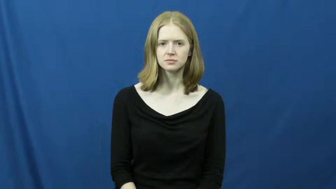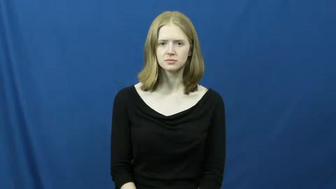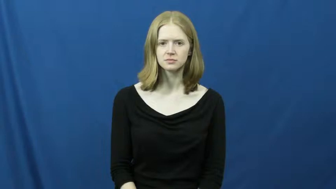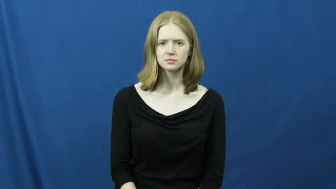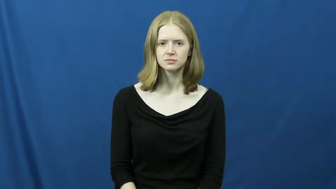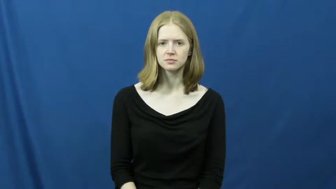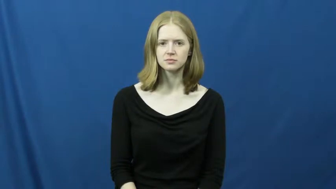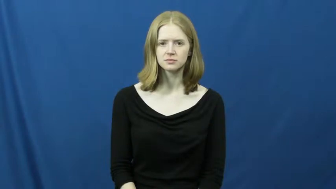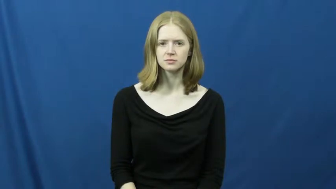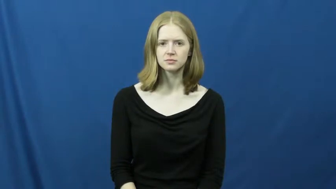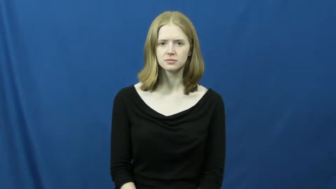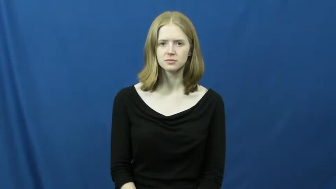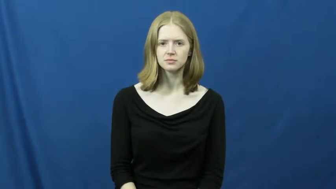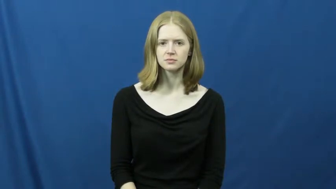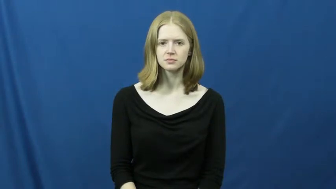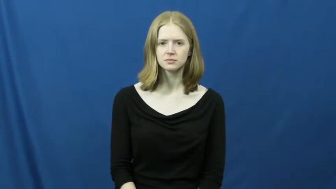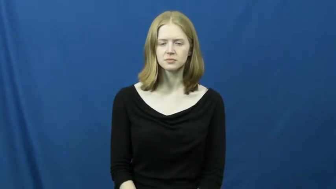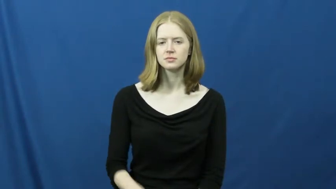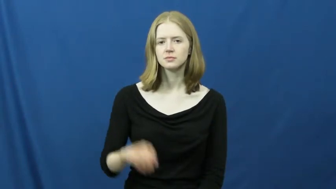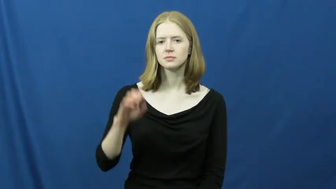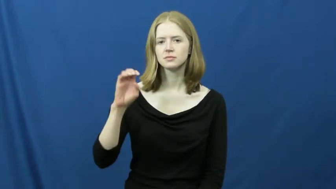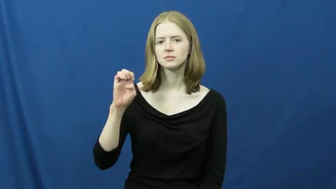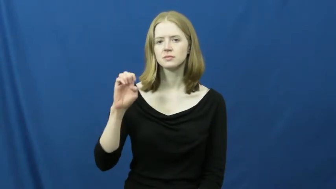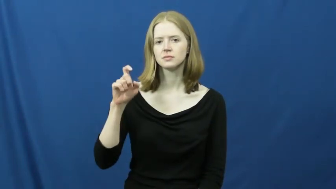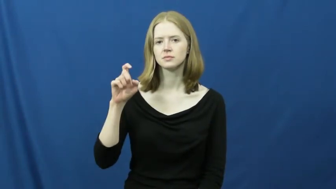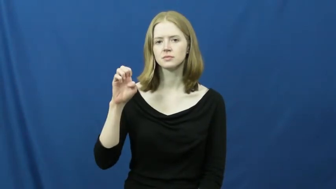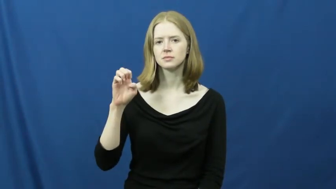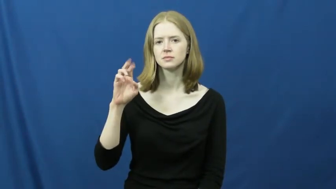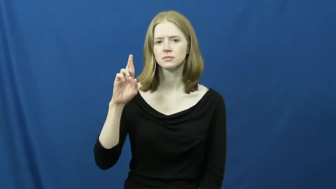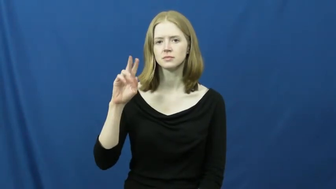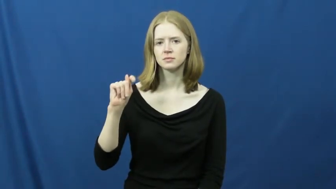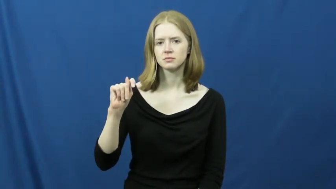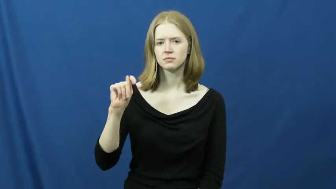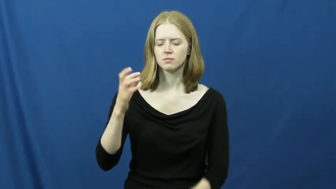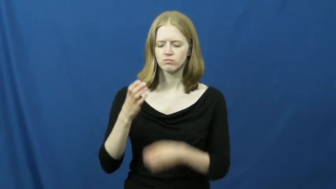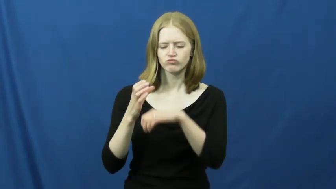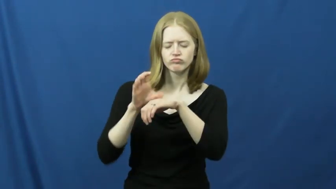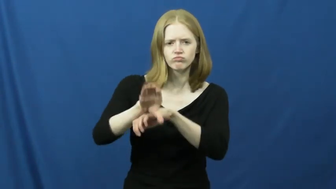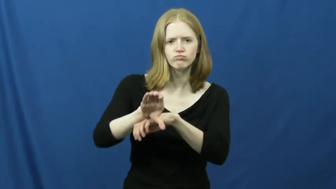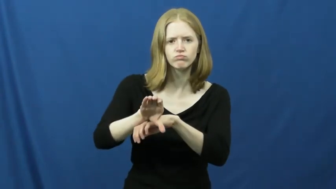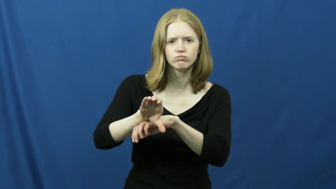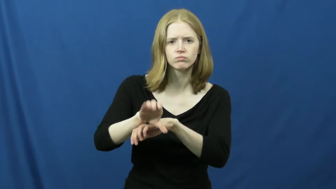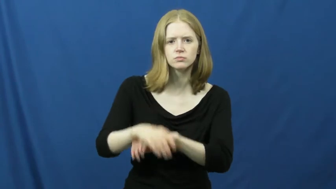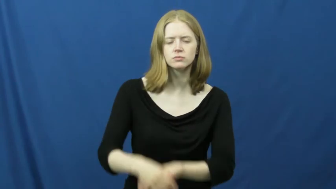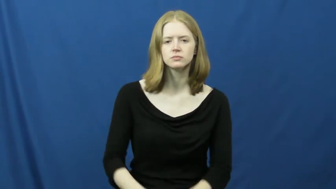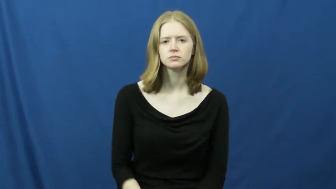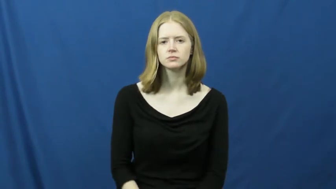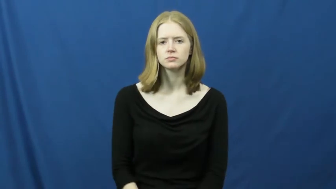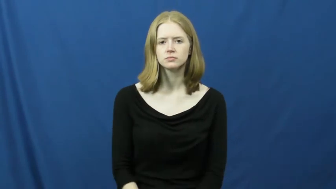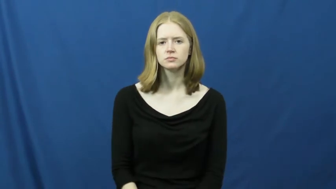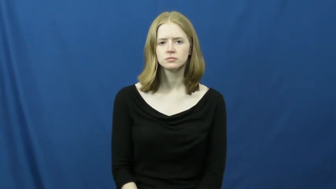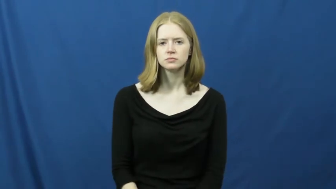exert